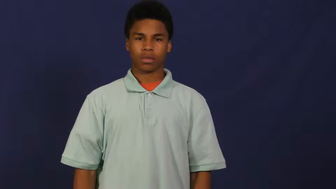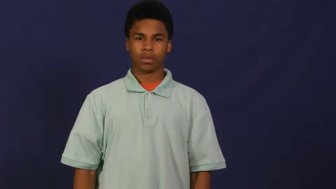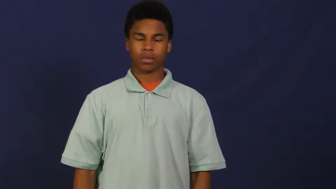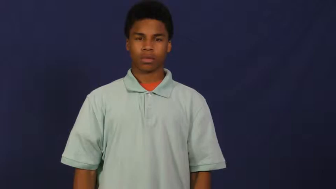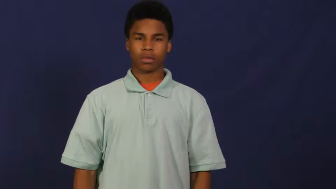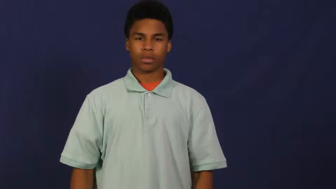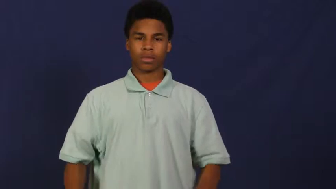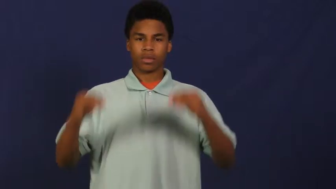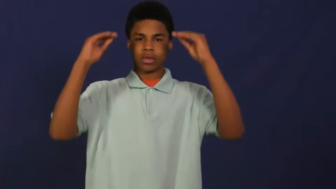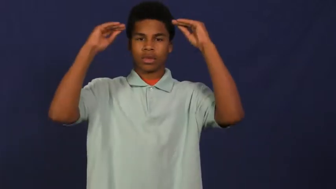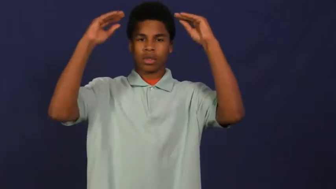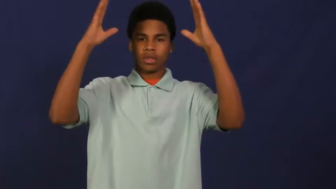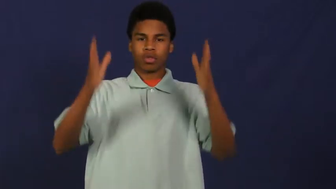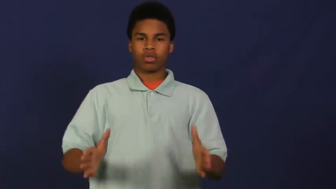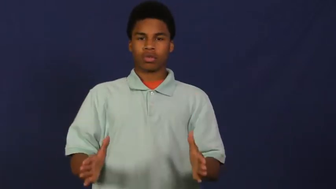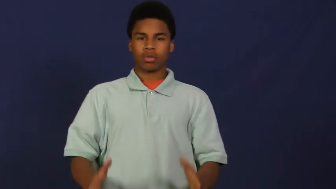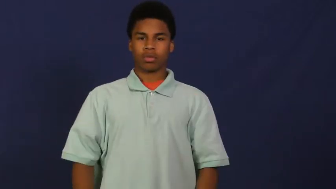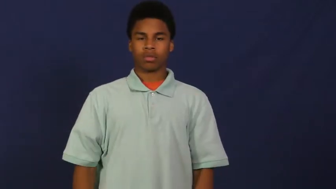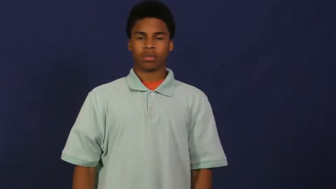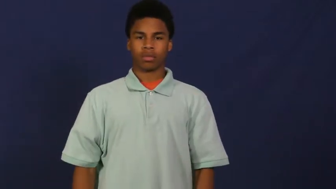professor,docent,prefector